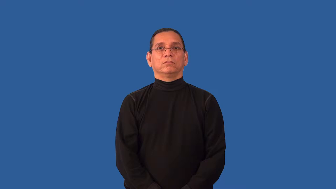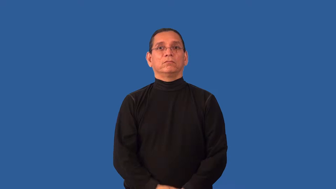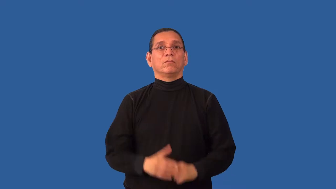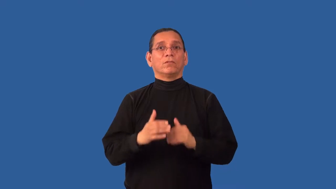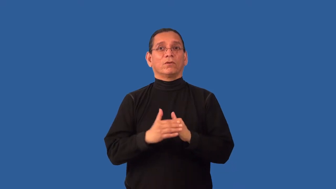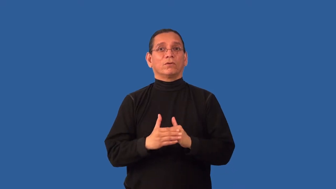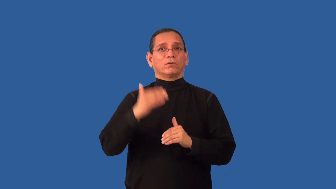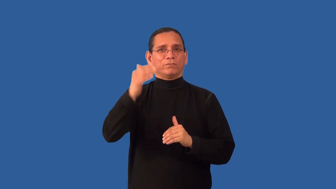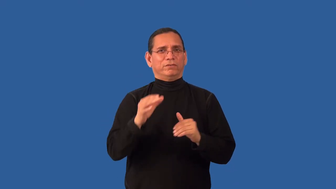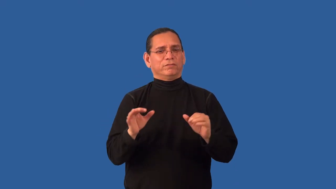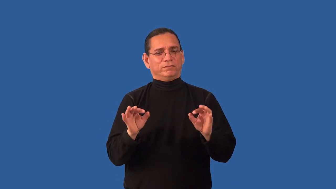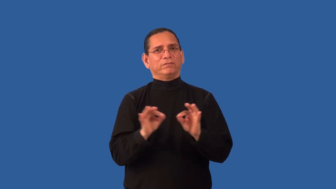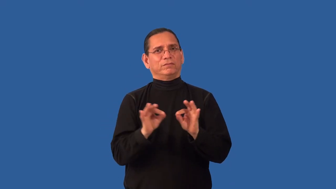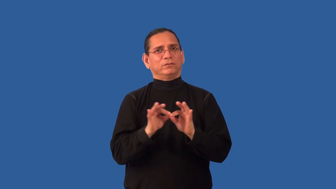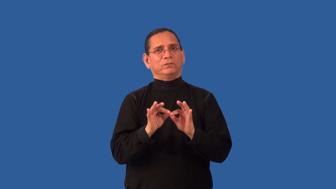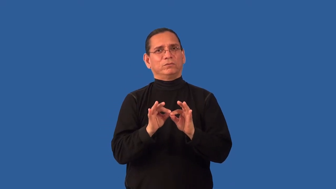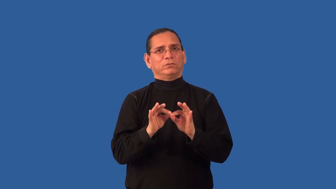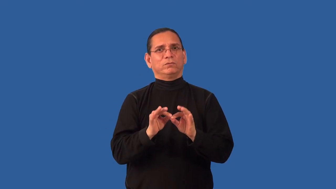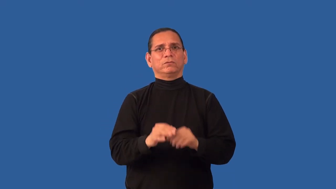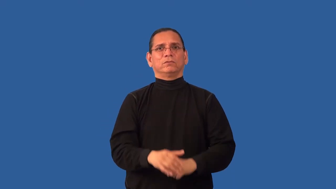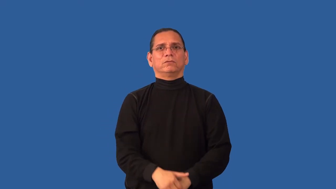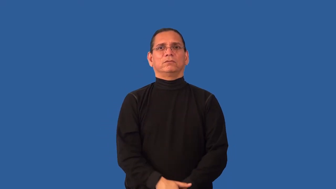overvalue